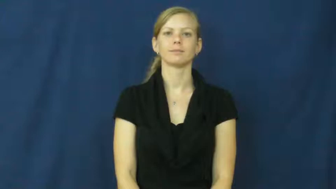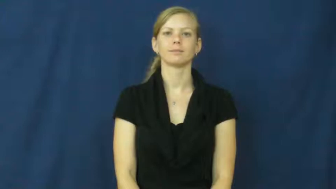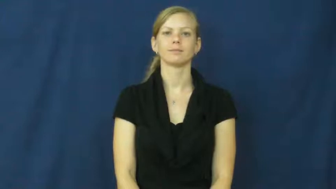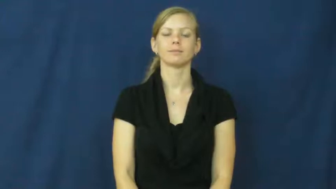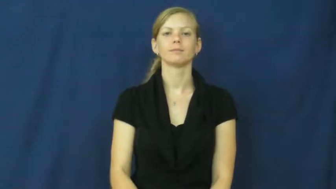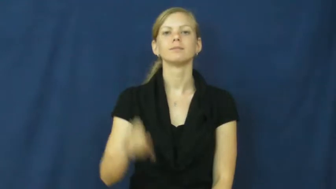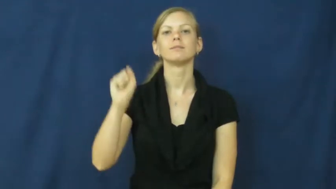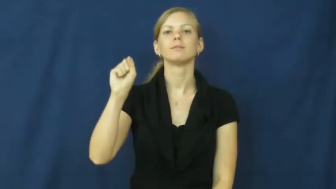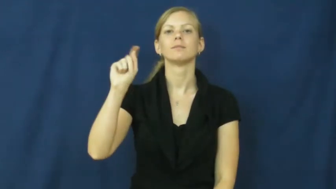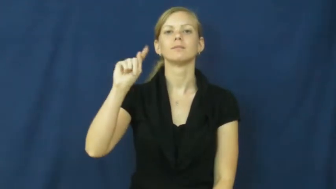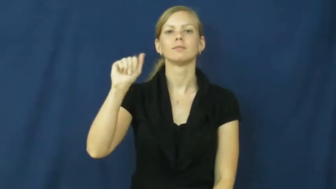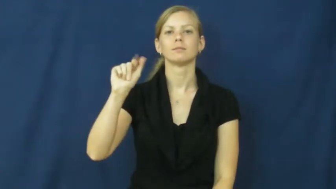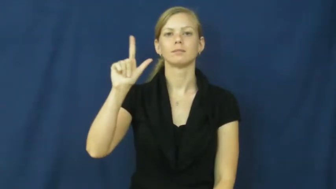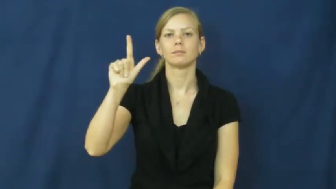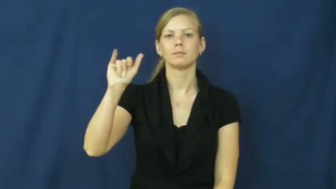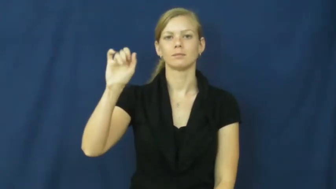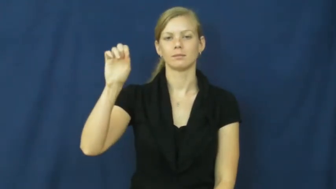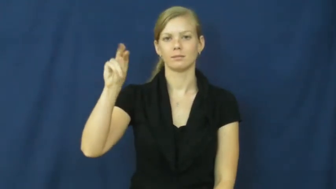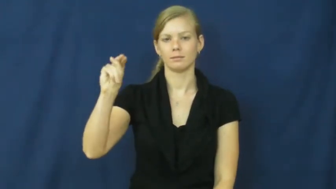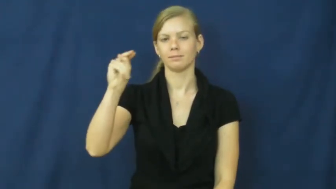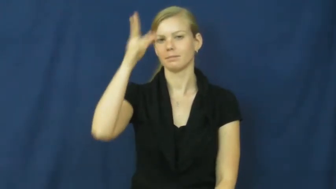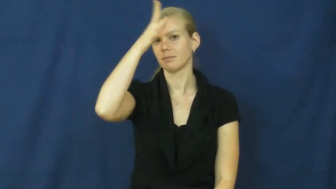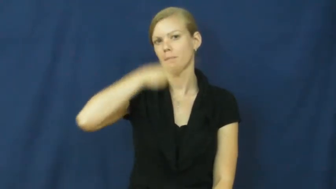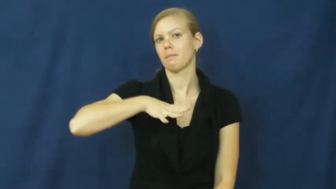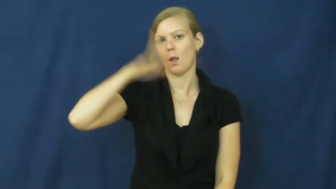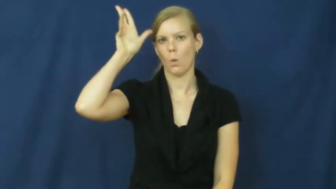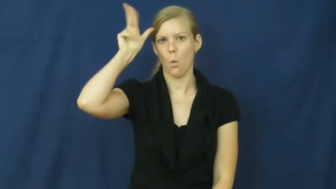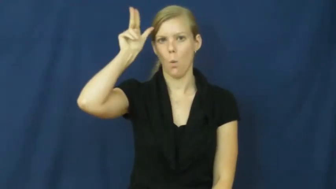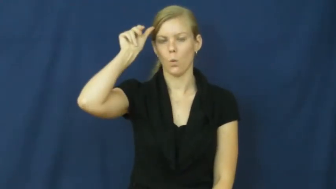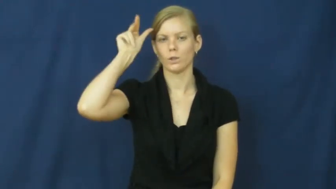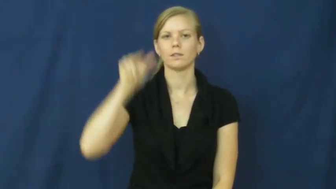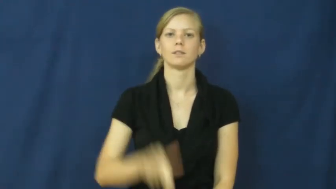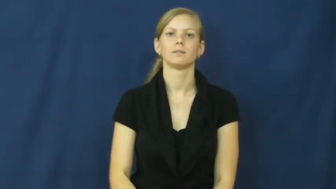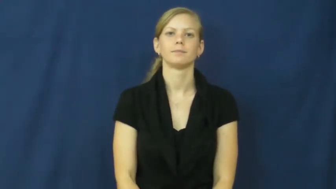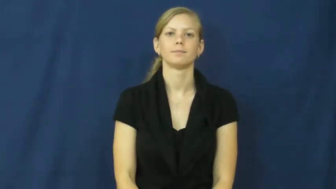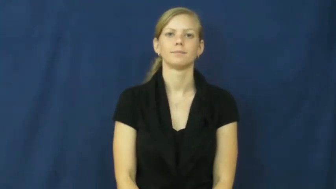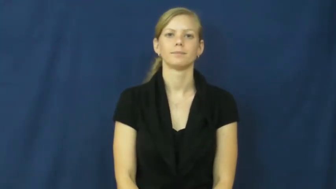stallion